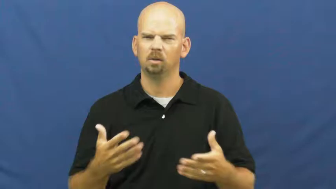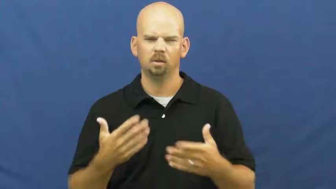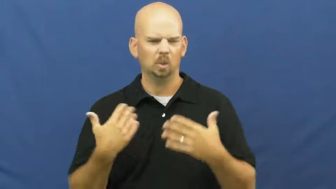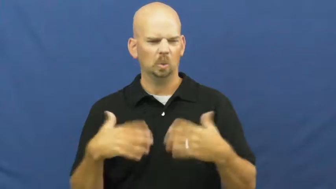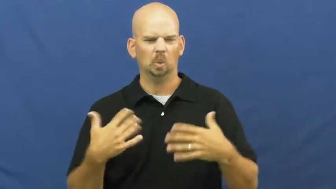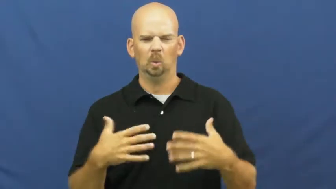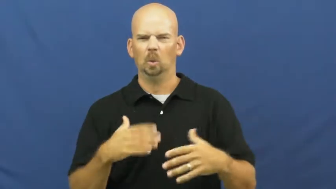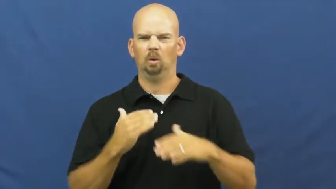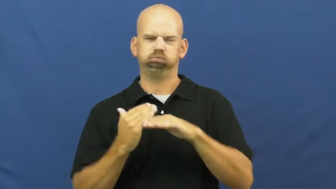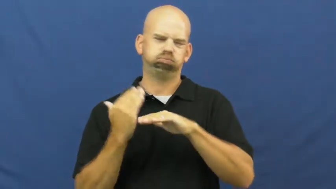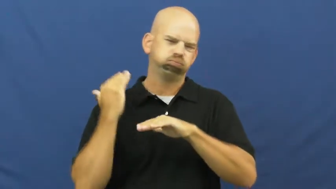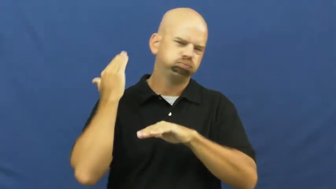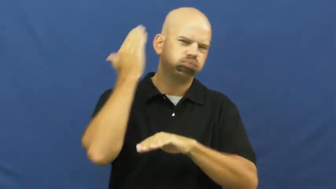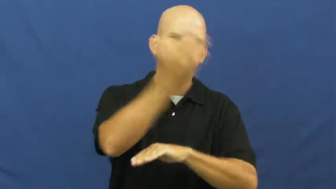exponential